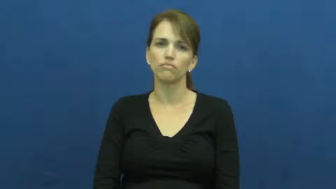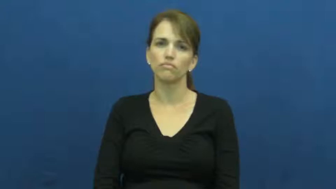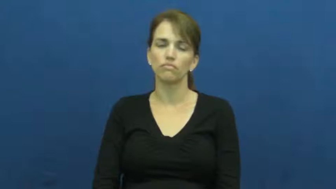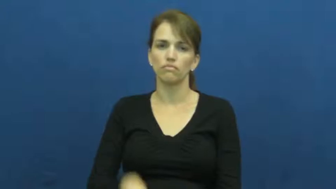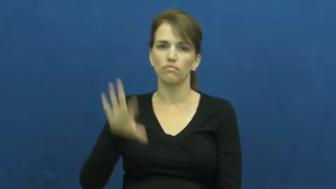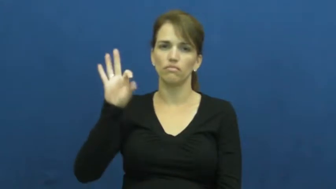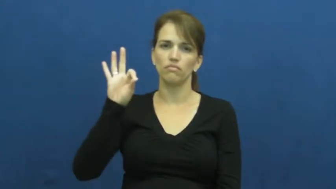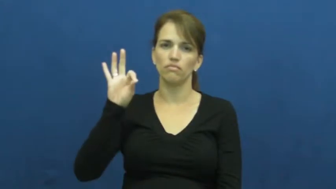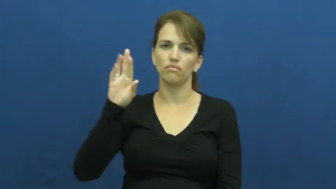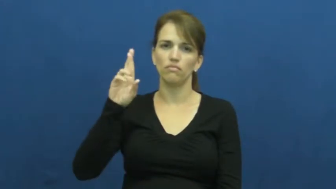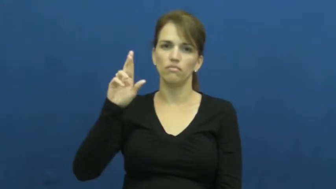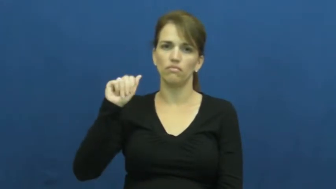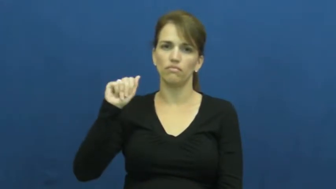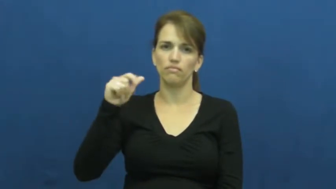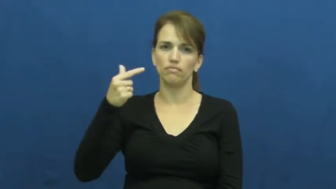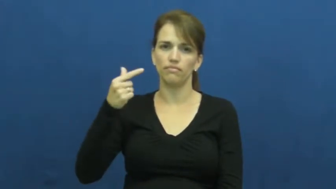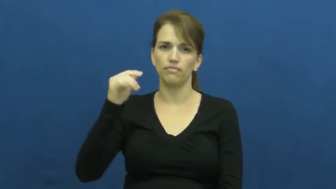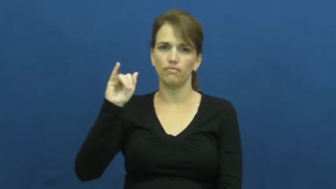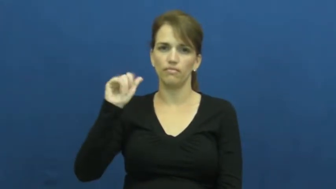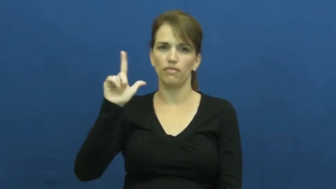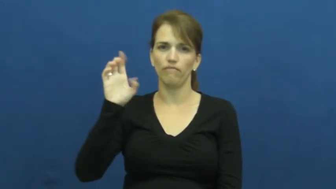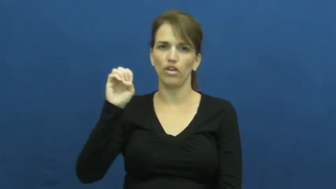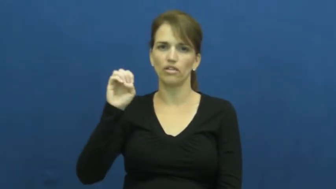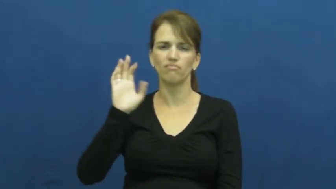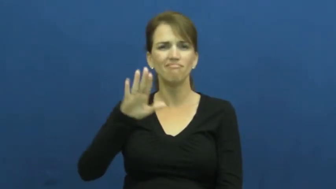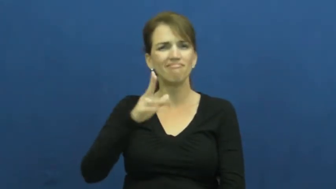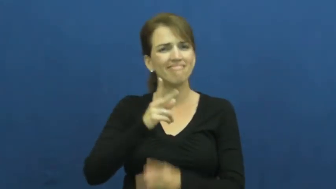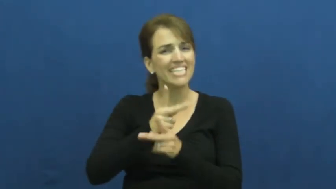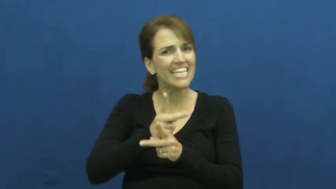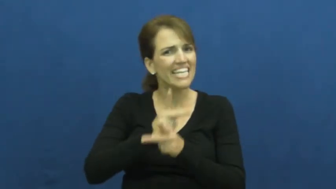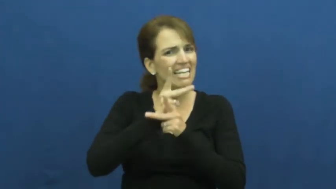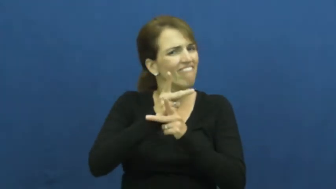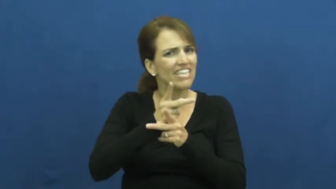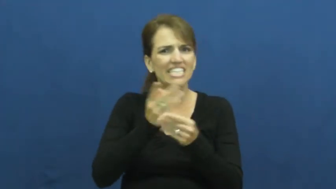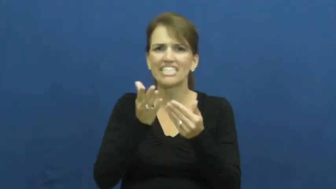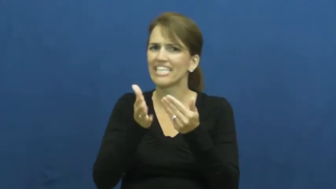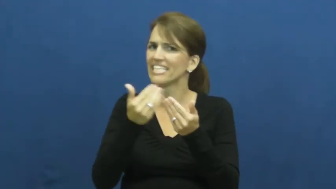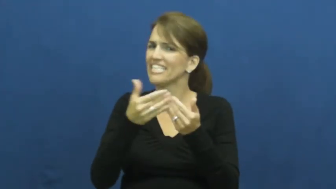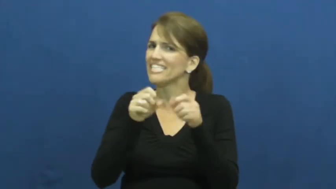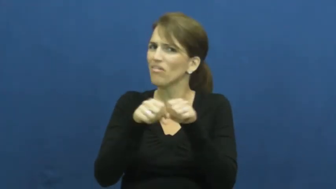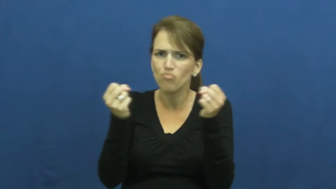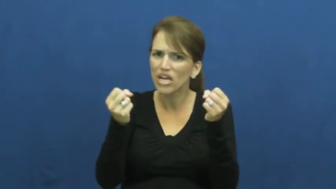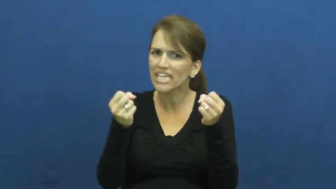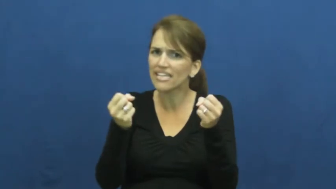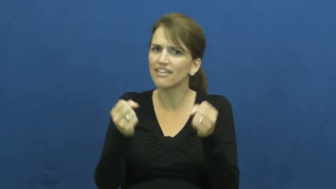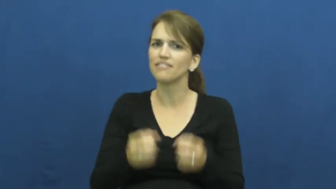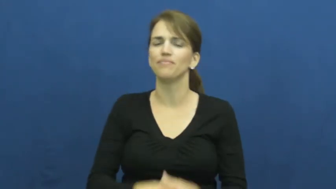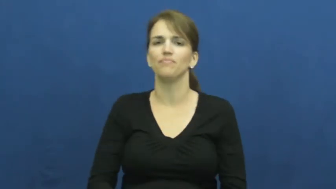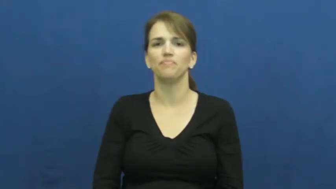fragile,frangible,friable